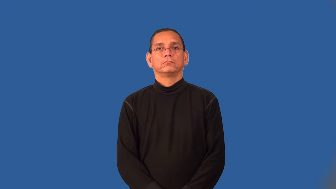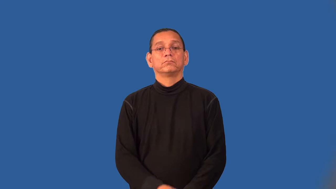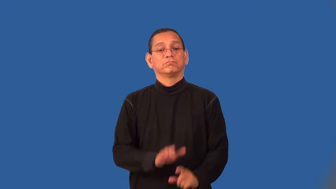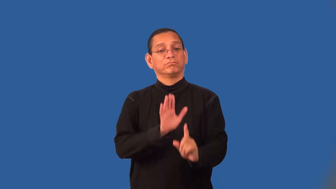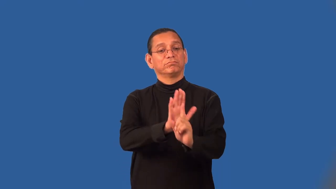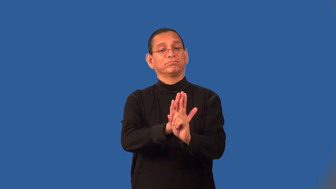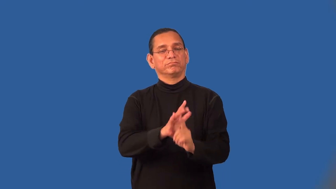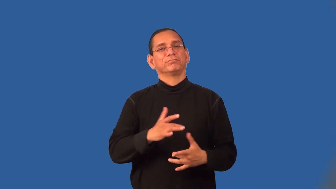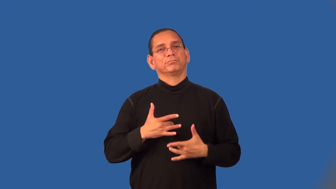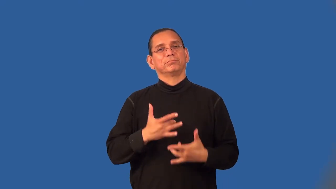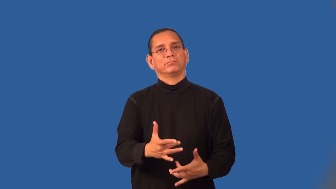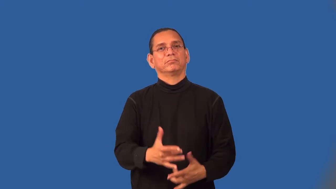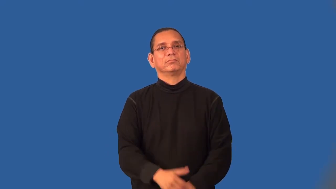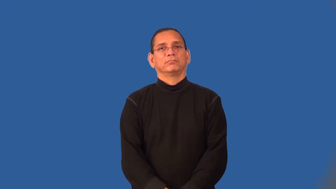signature-strong characteristic